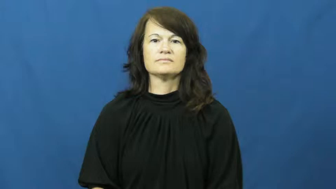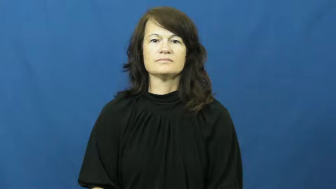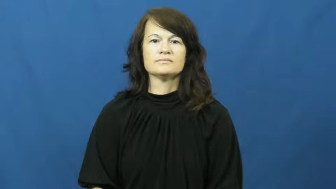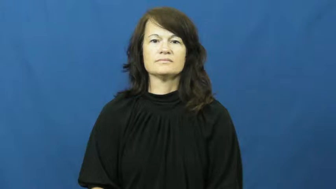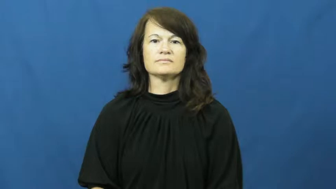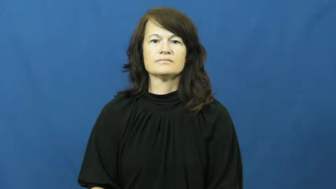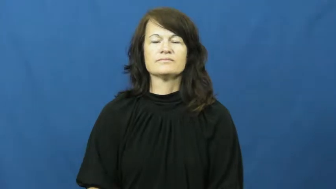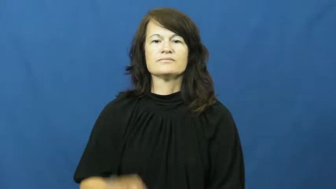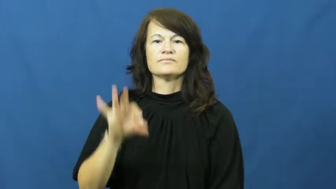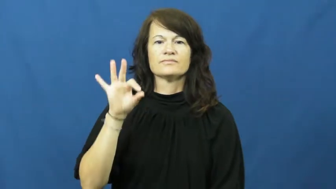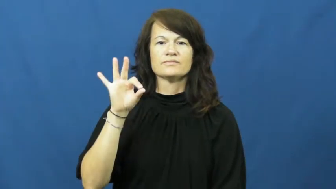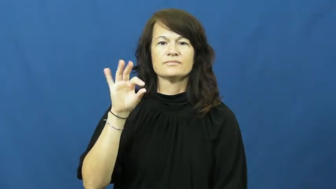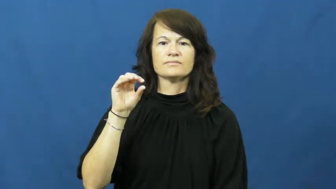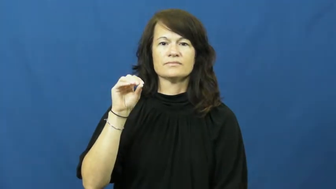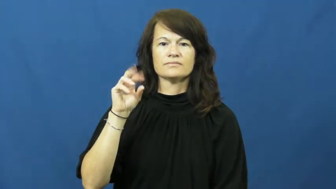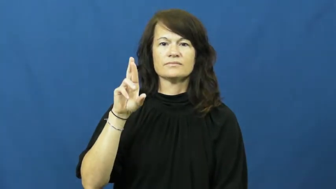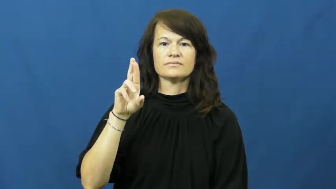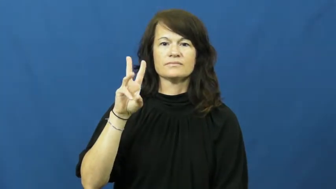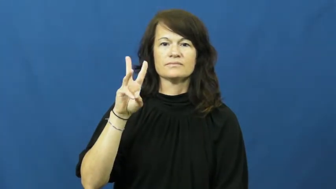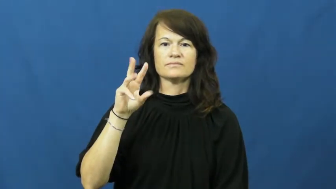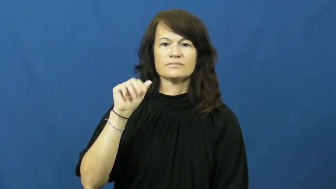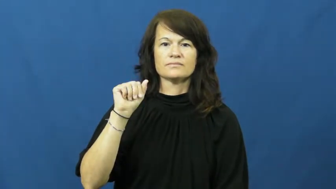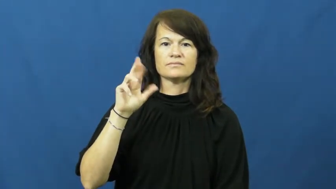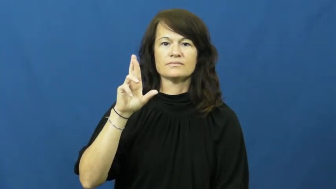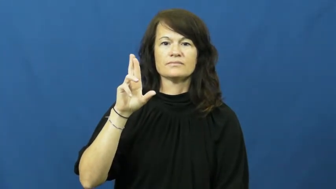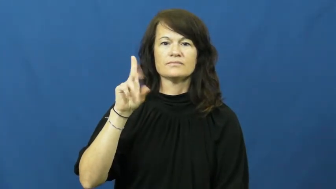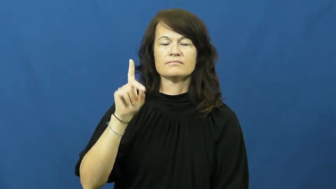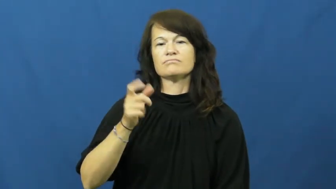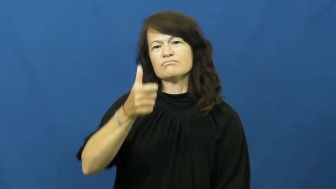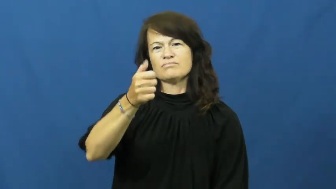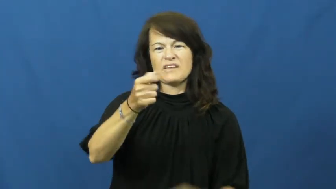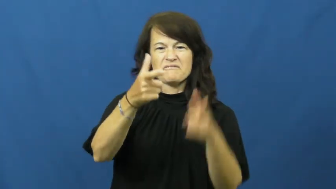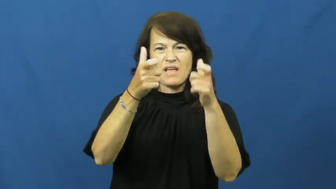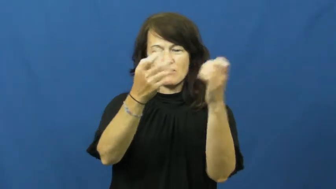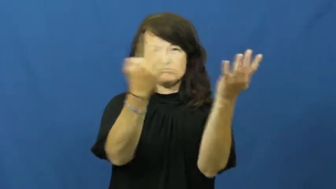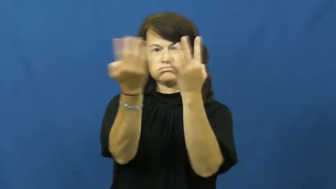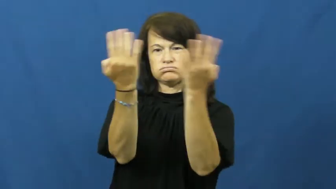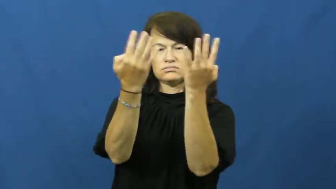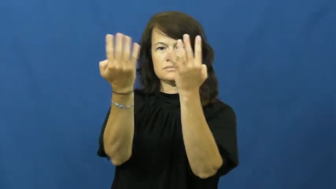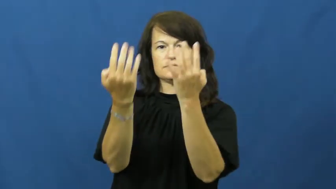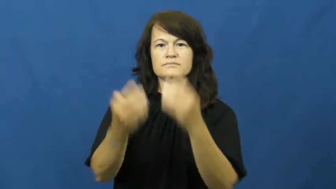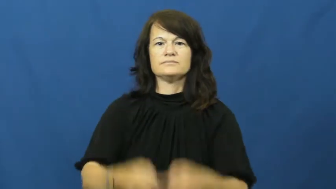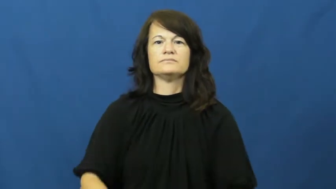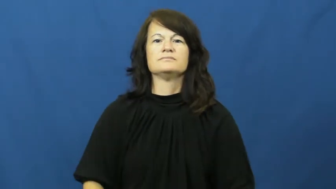forward-video